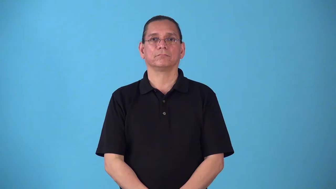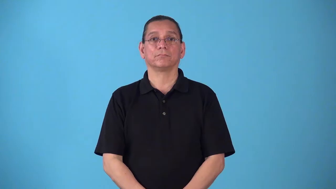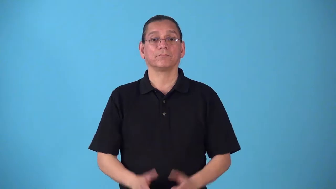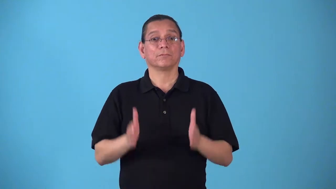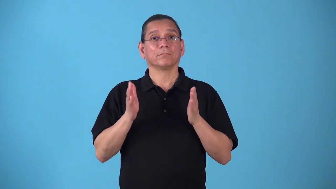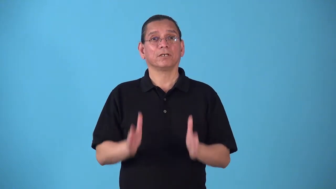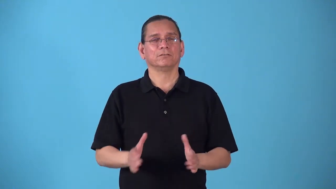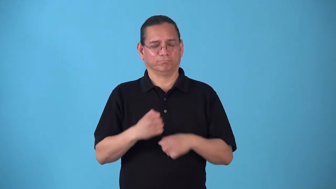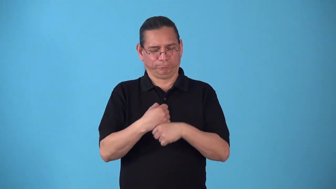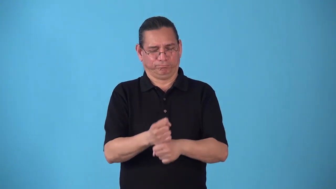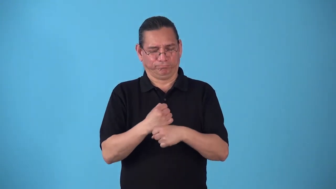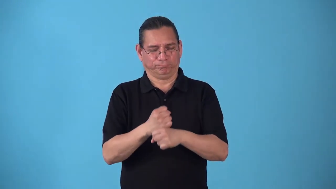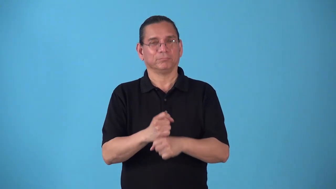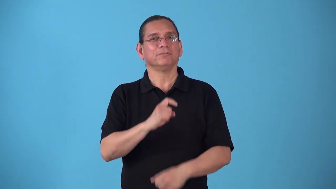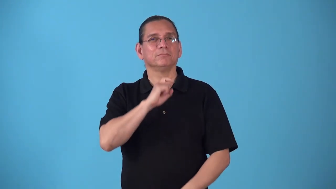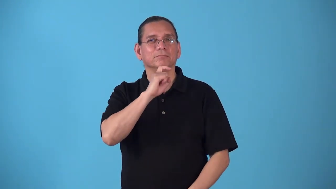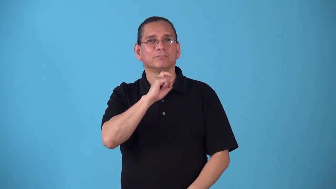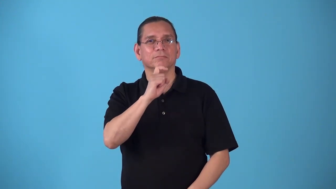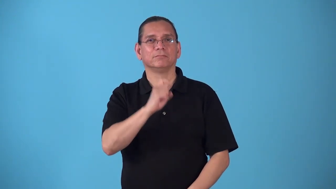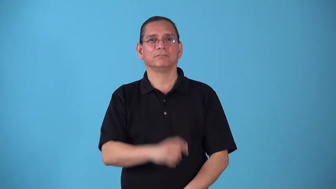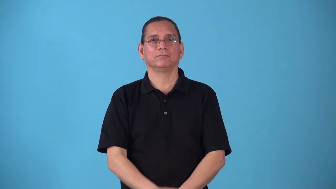steelmaker,steelworker